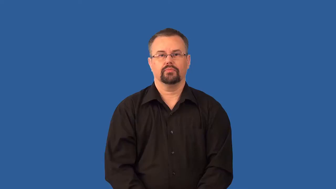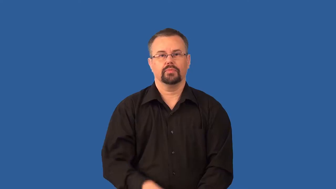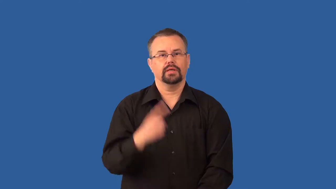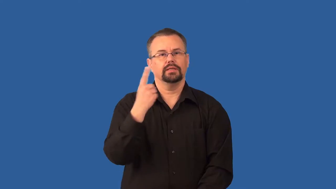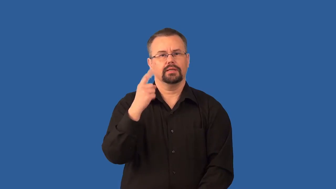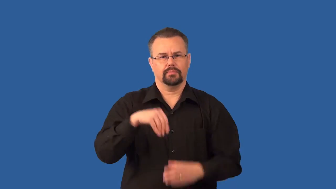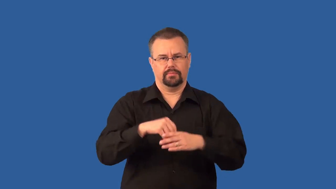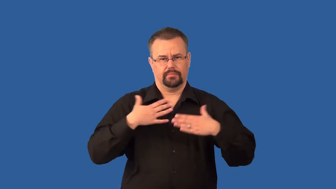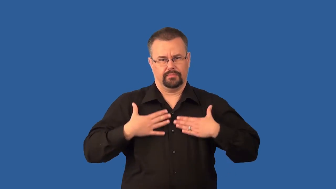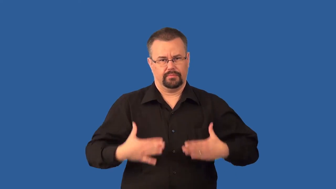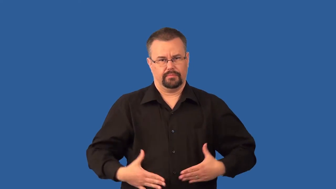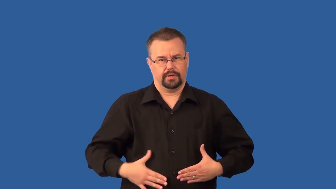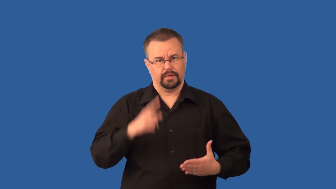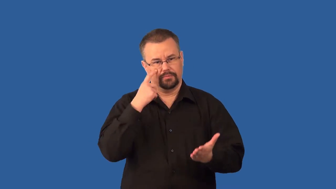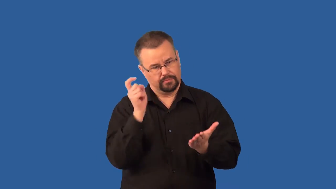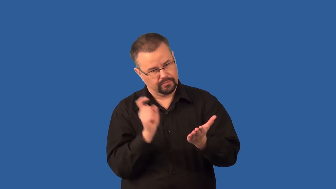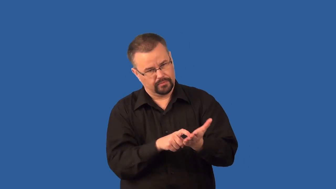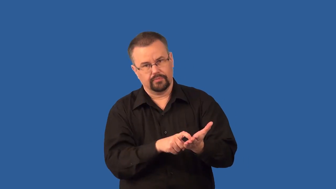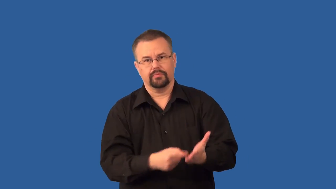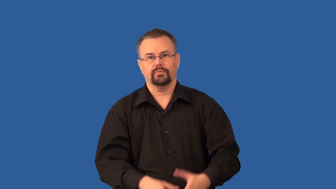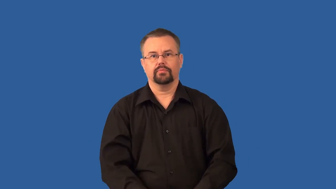tracer